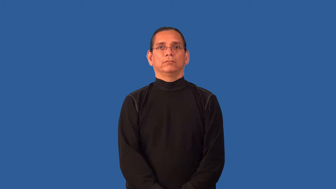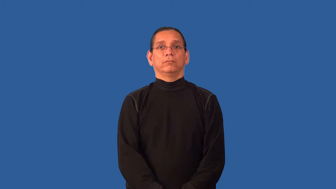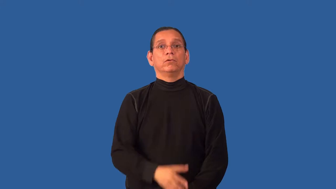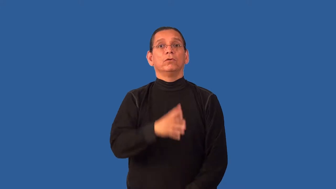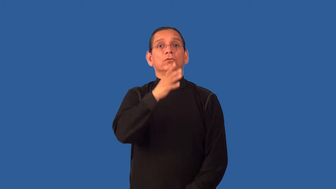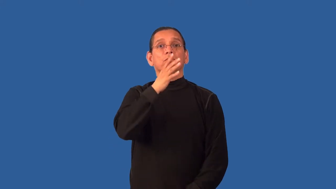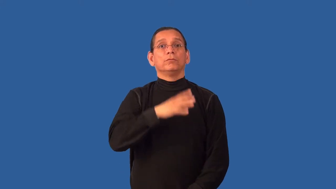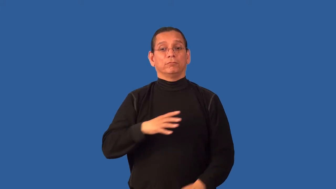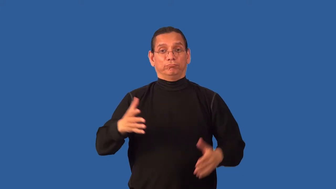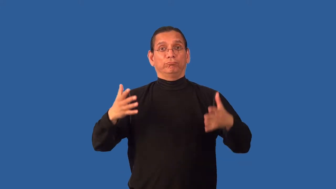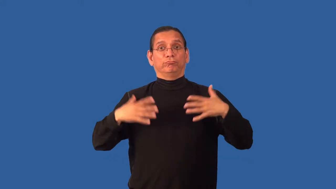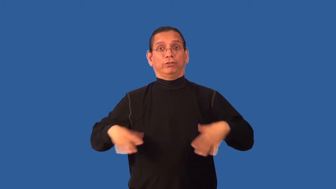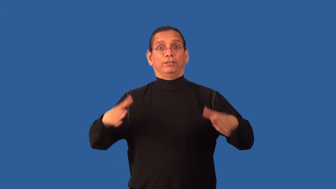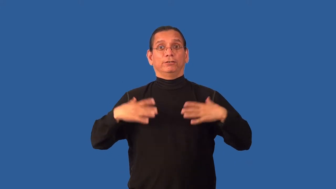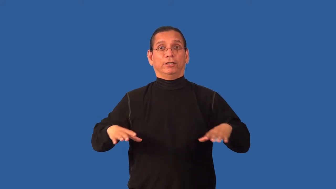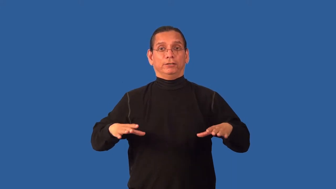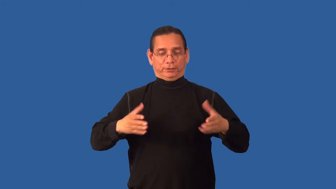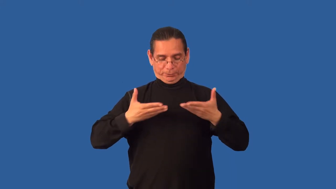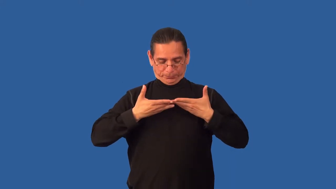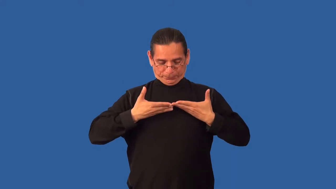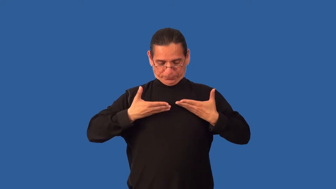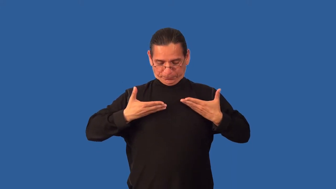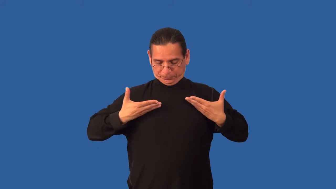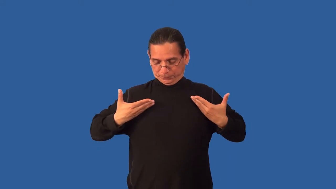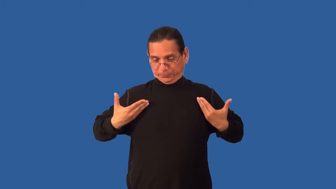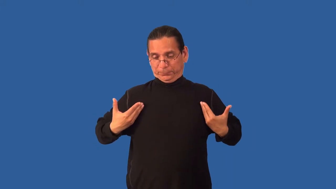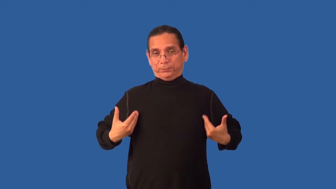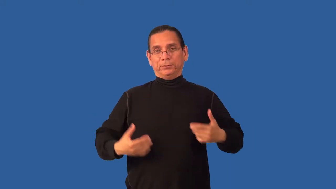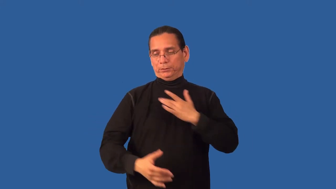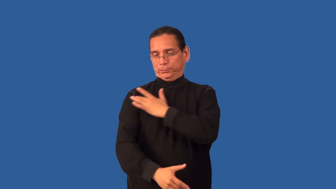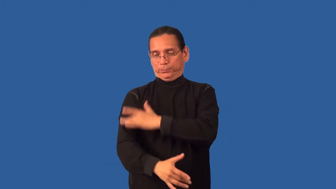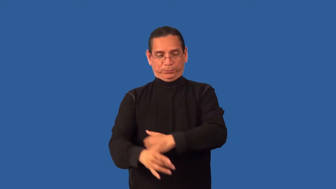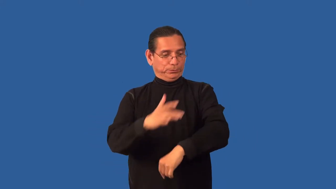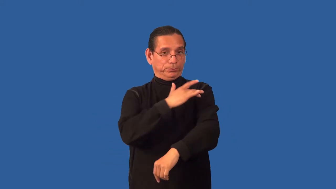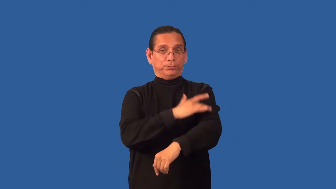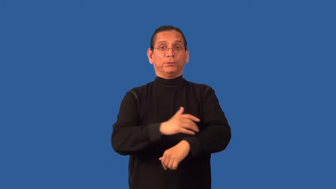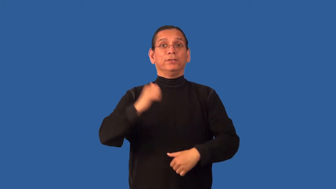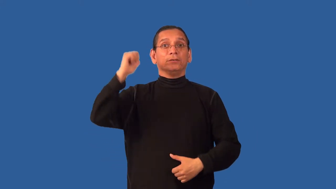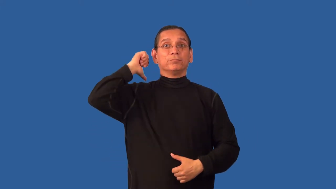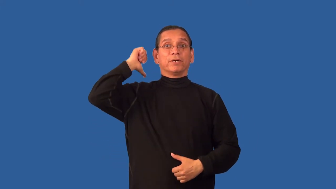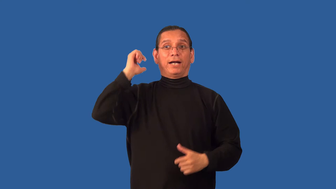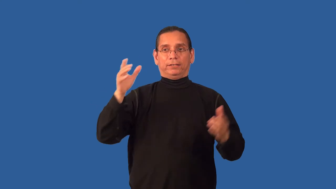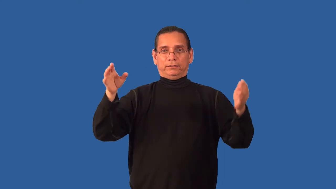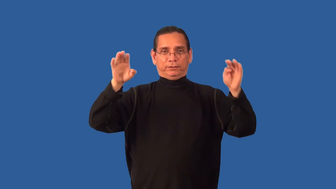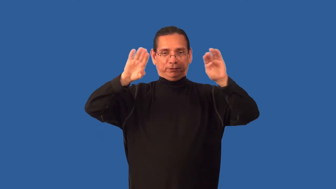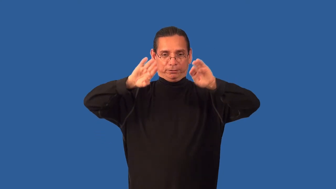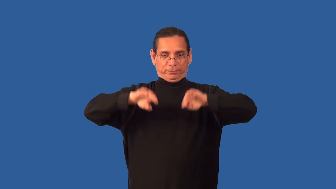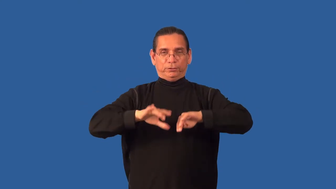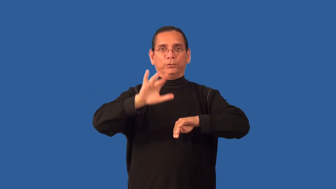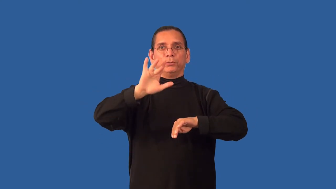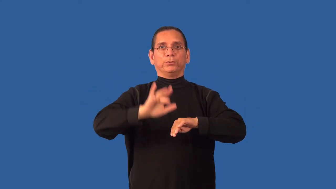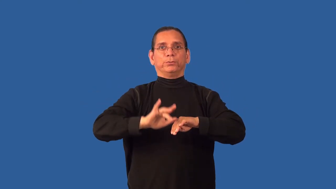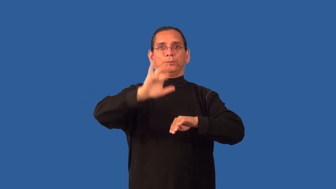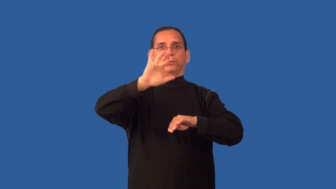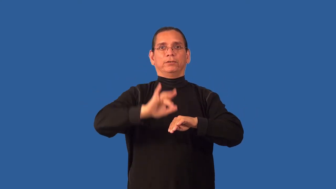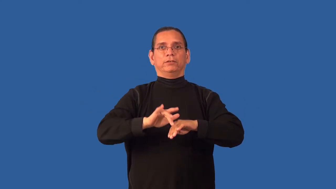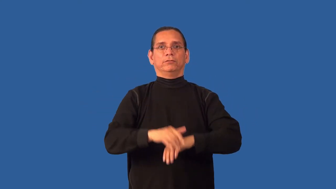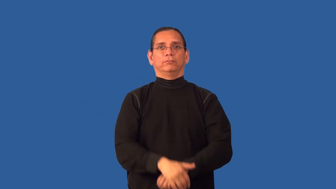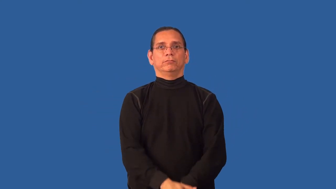backless